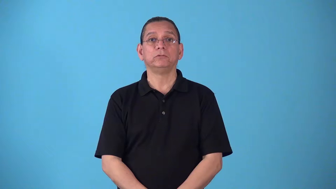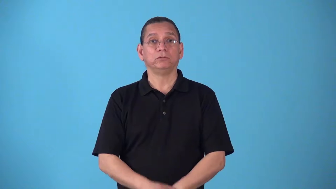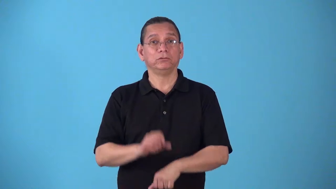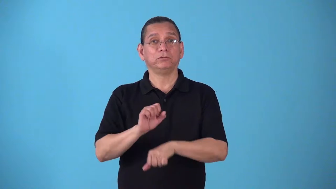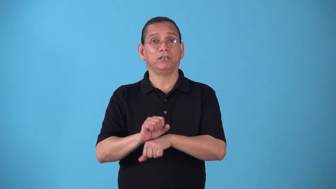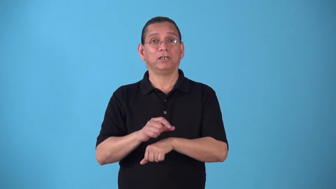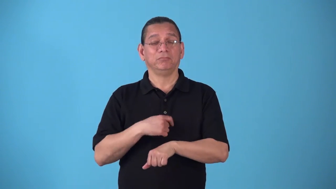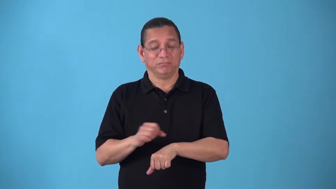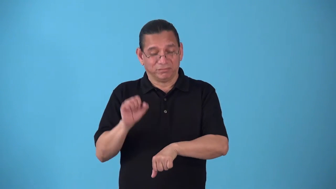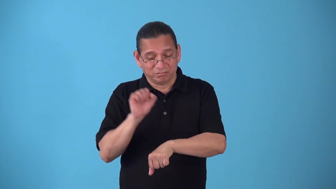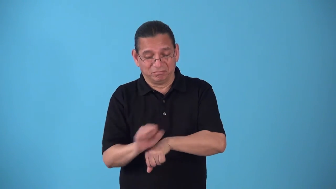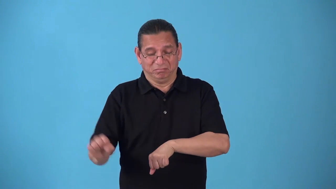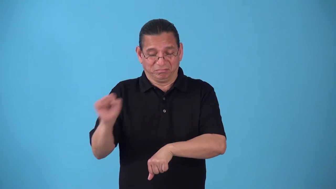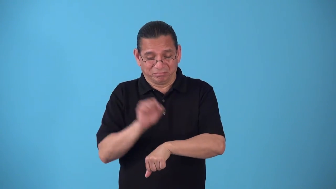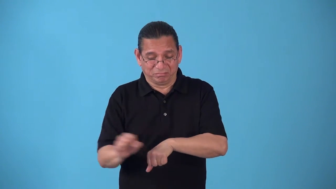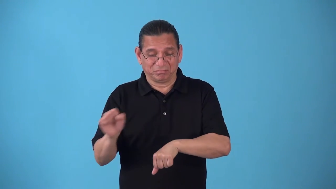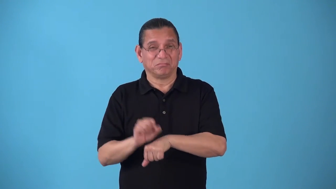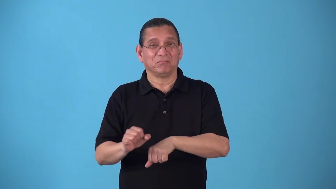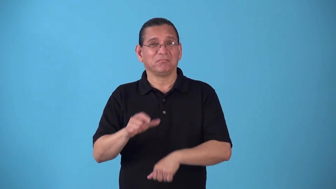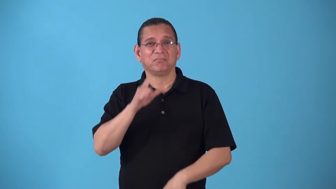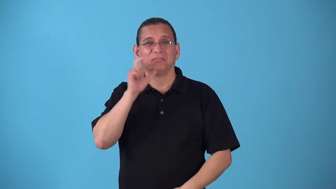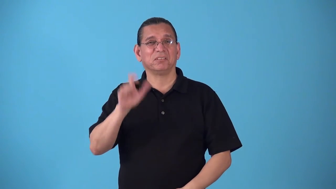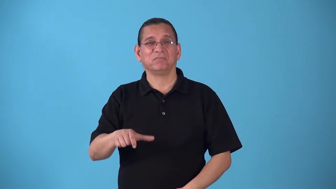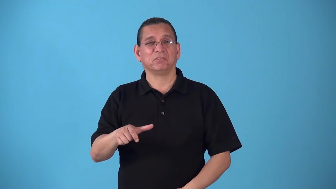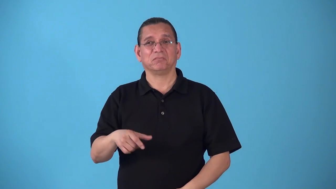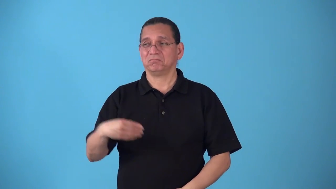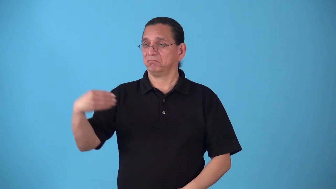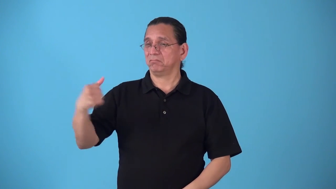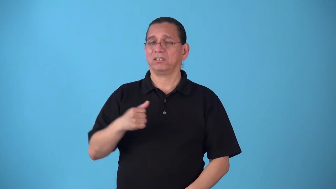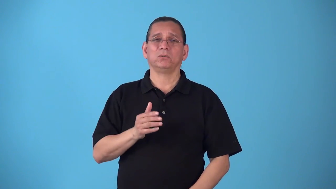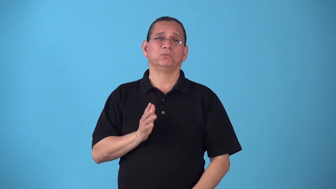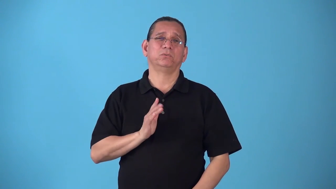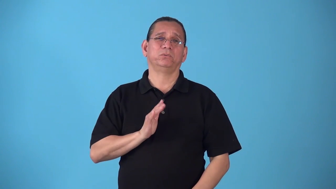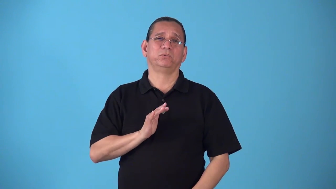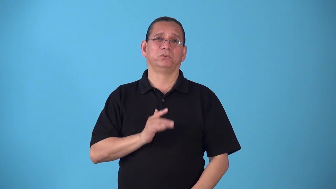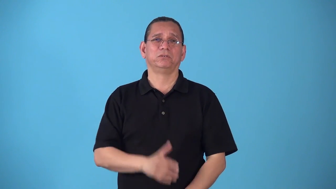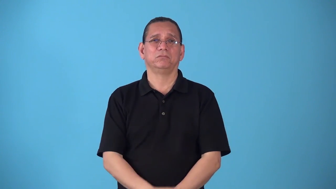sinecure